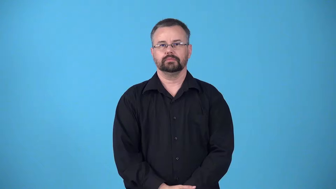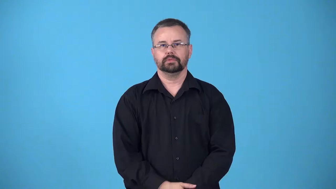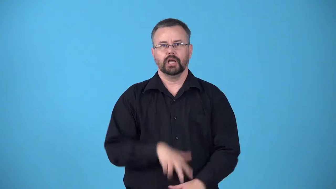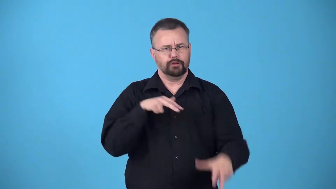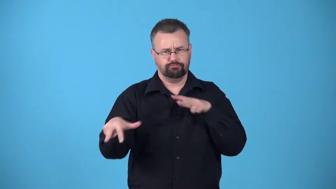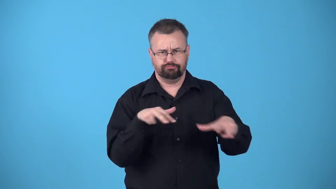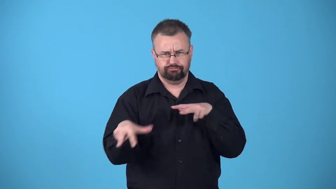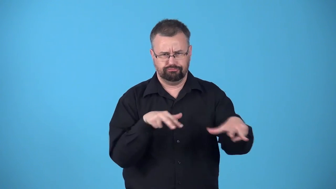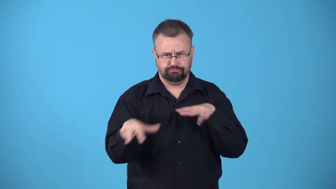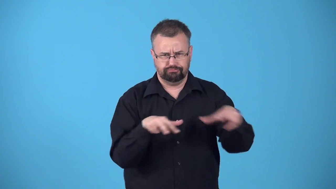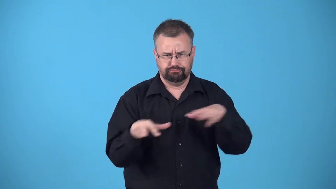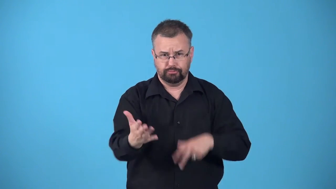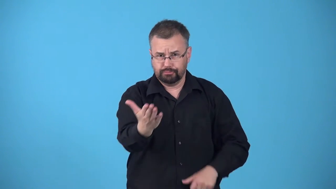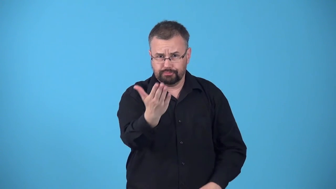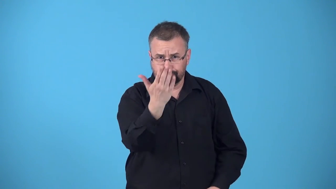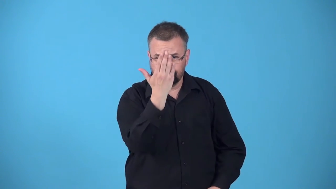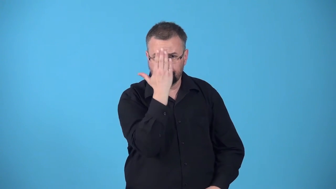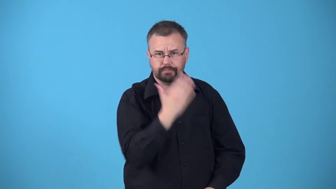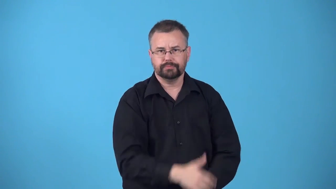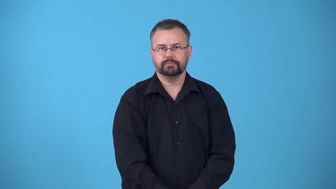bear down on-move towards something quickly